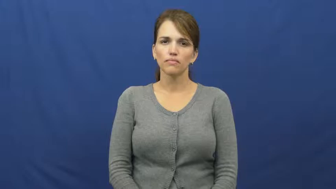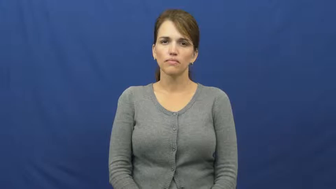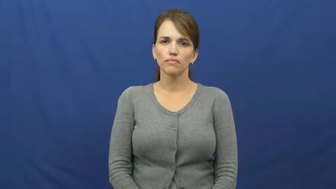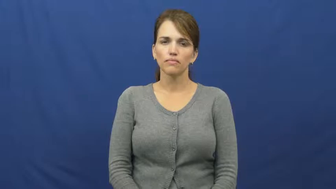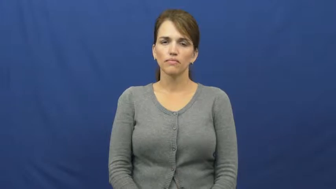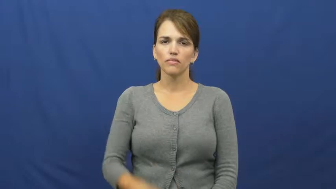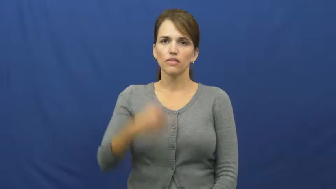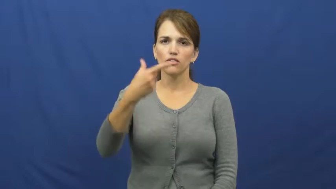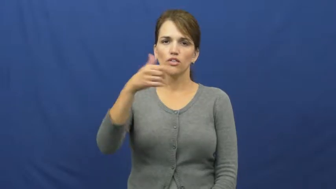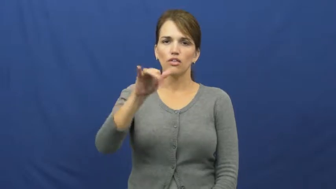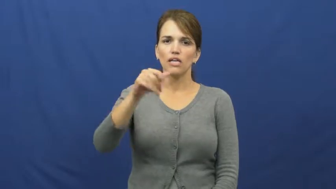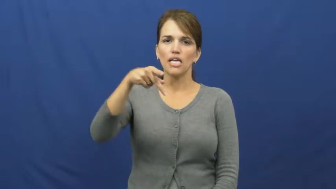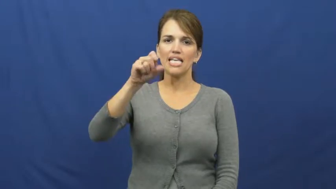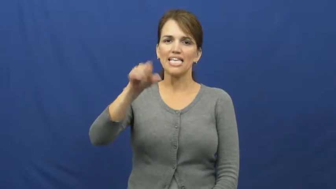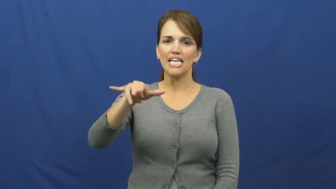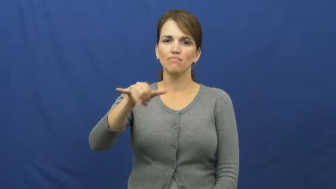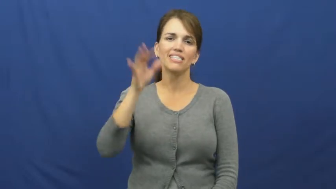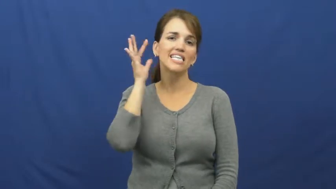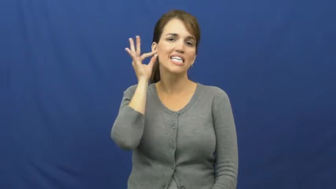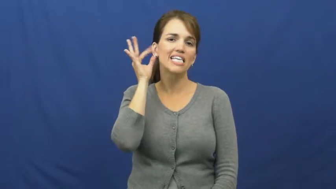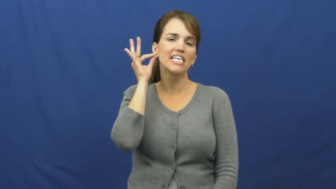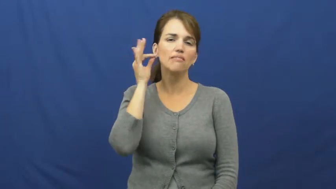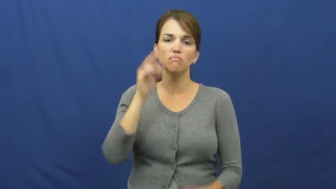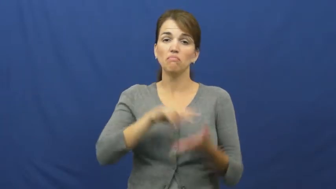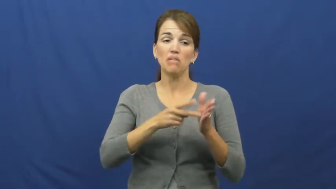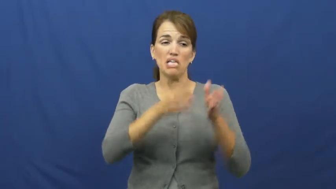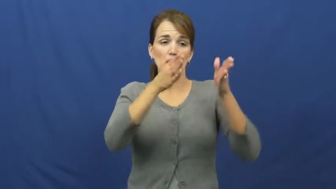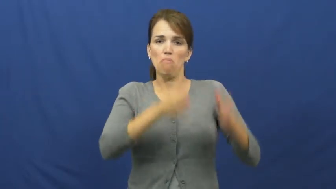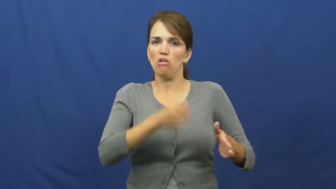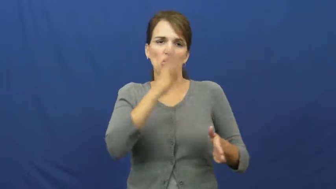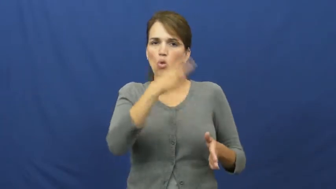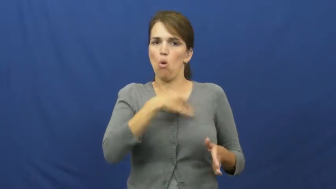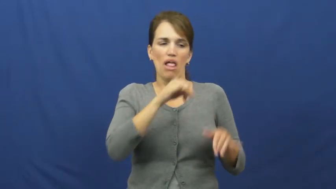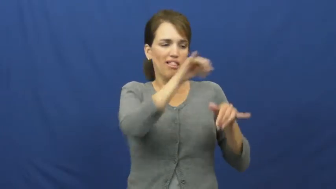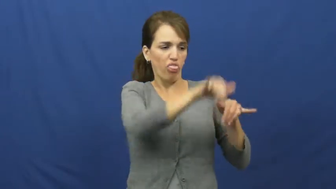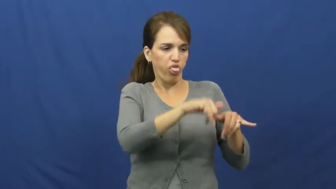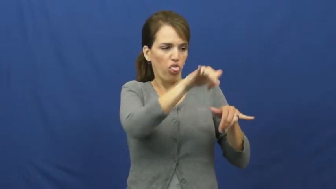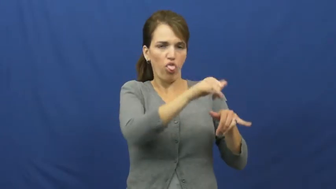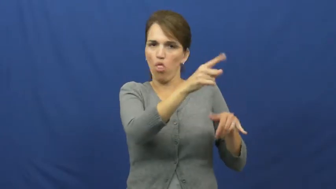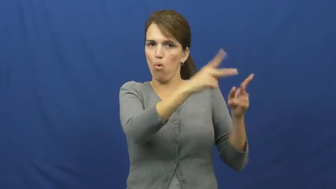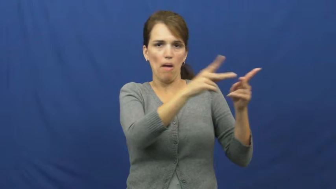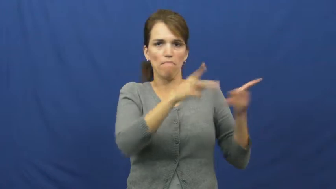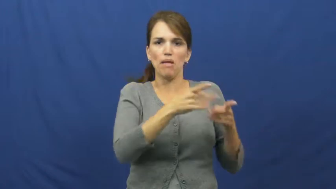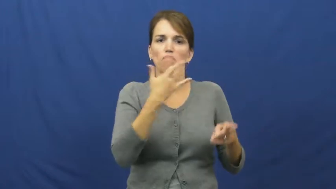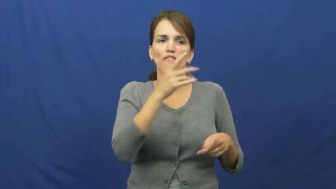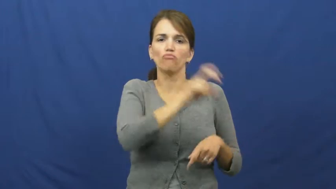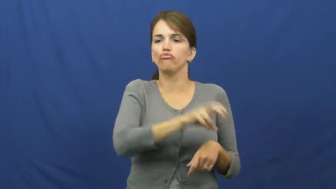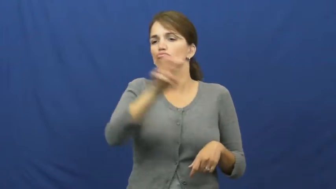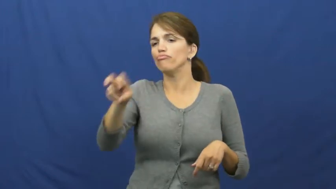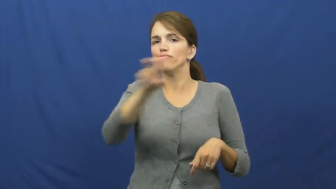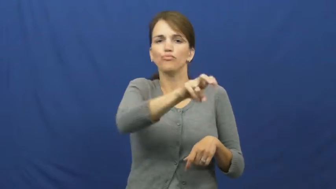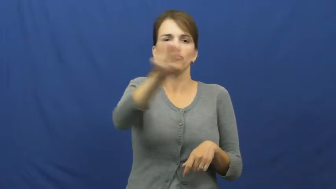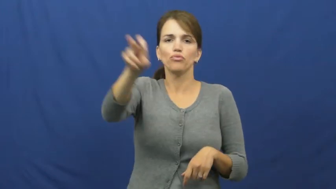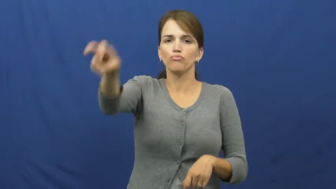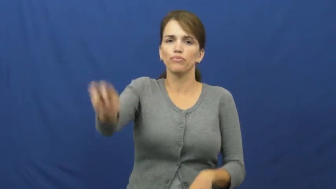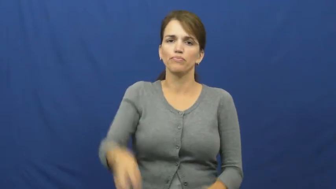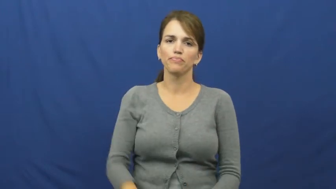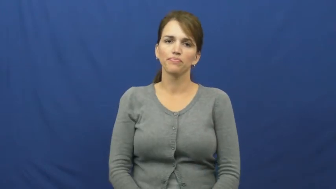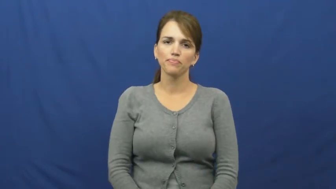gypsy